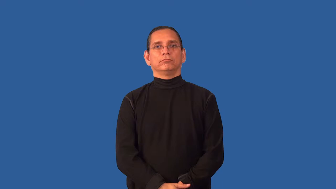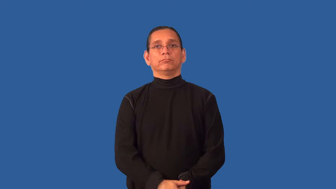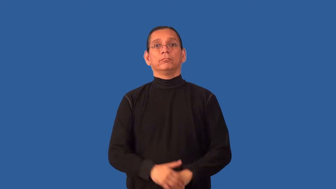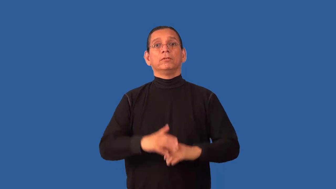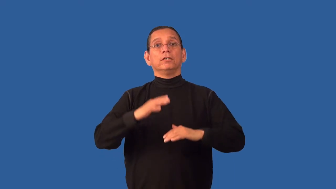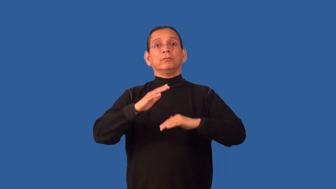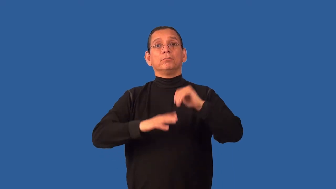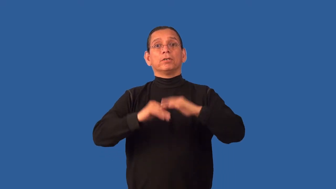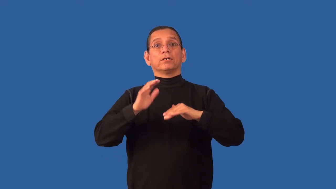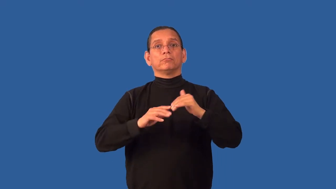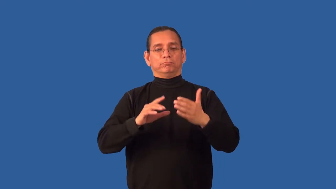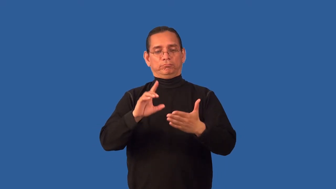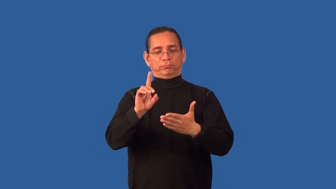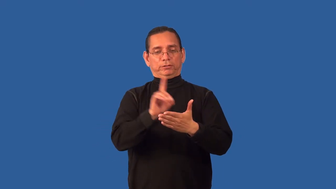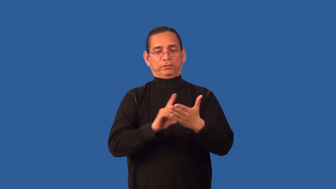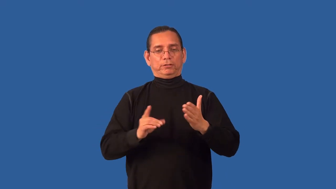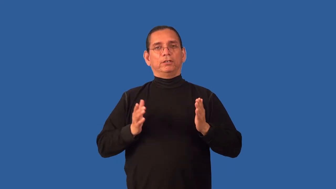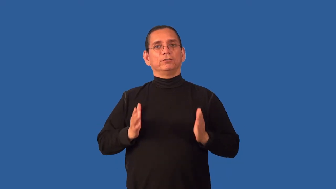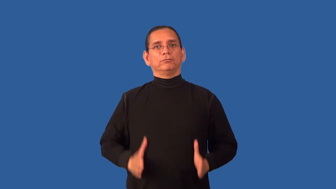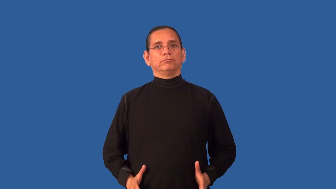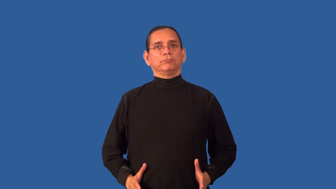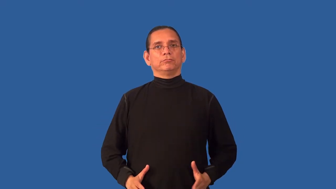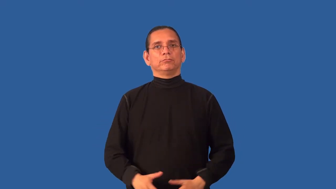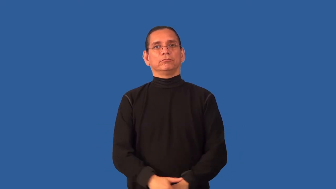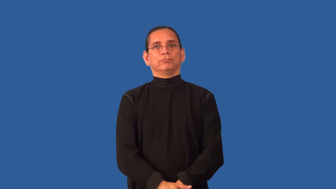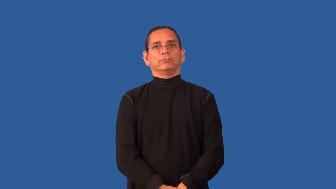architect